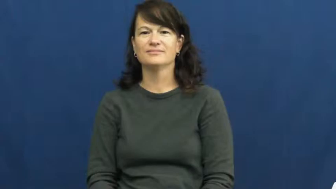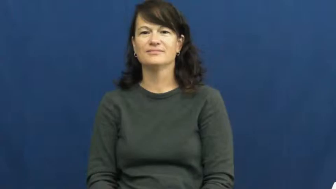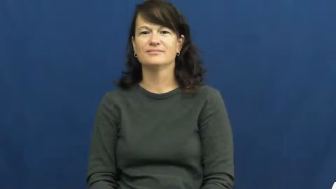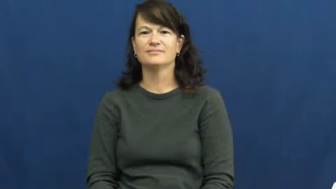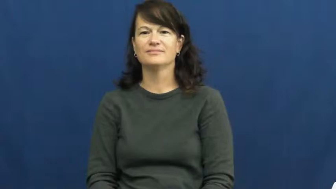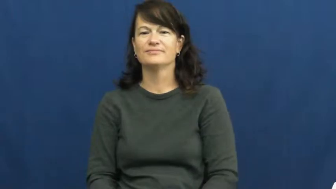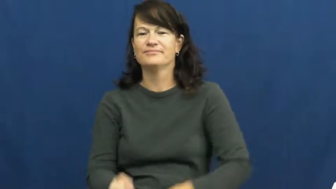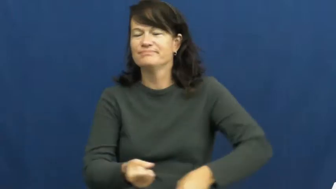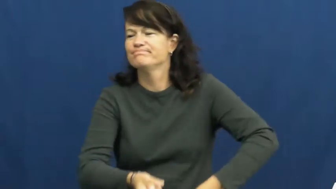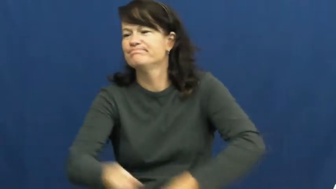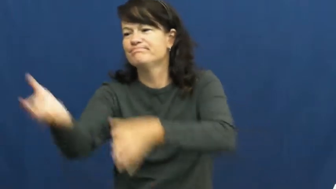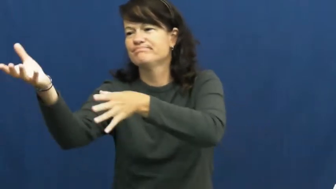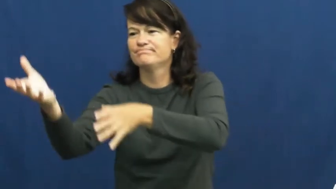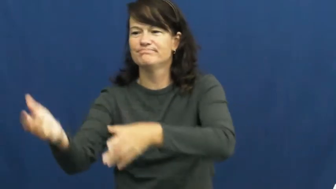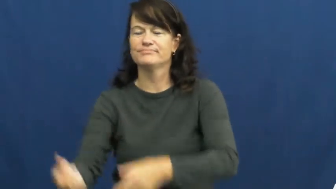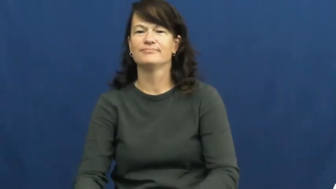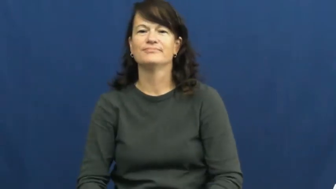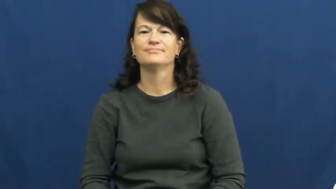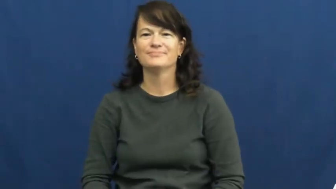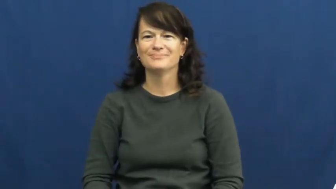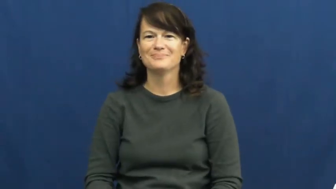dispose,dispose of